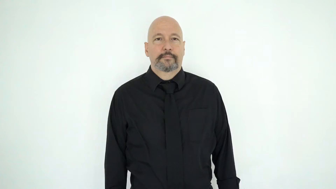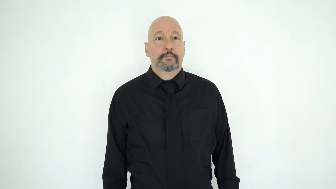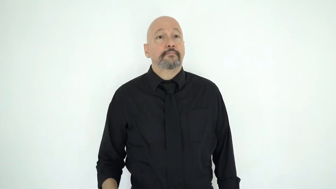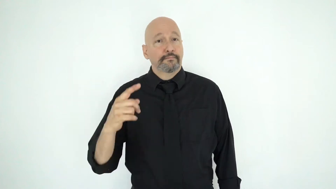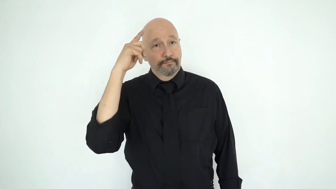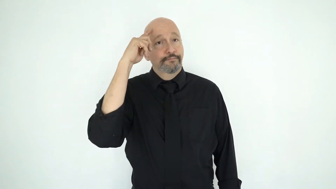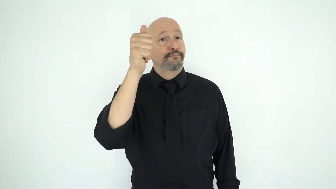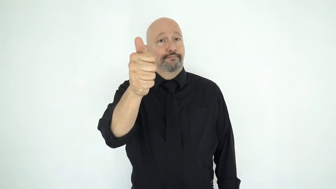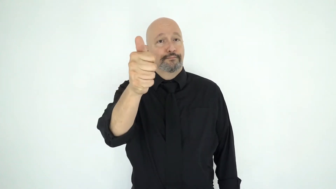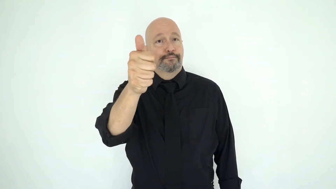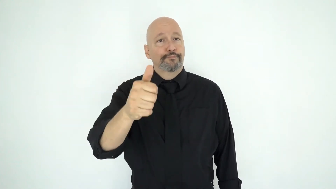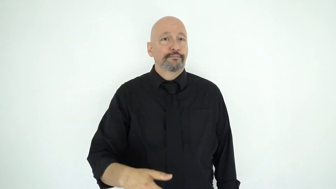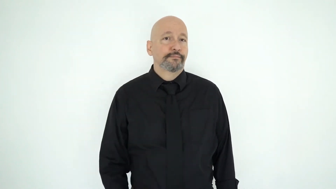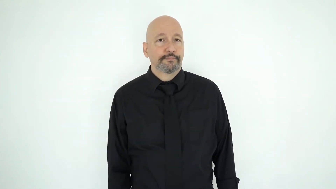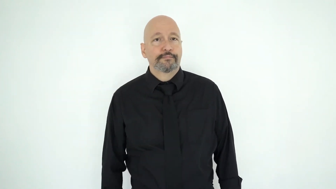THINK-SELF-[it-is up-to-you]